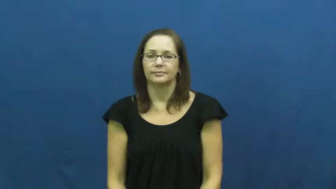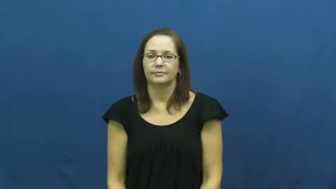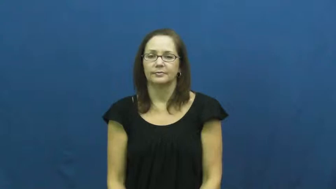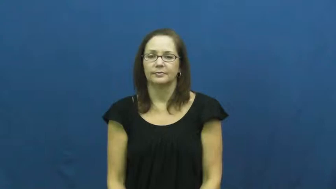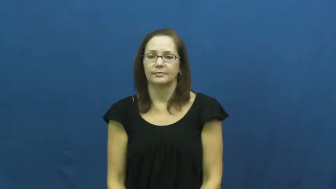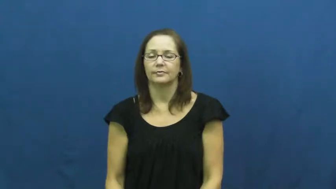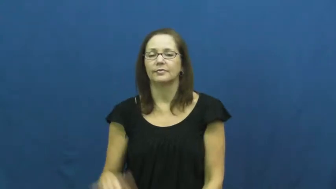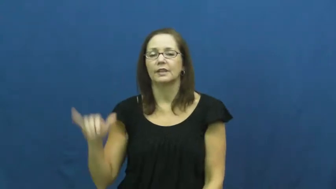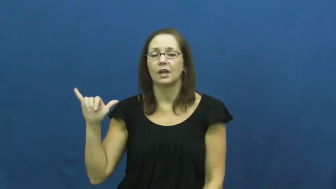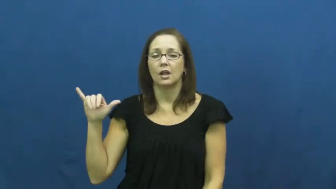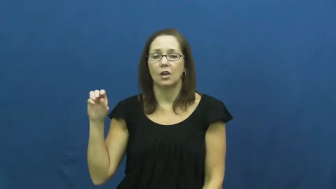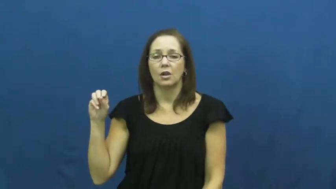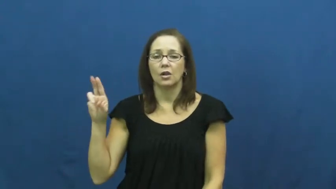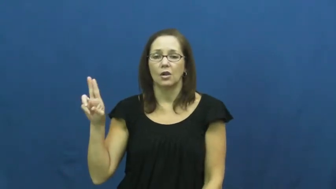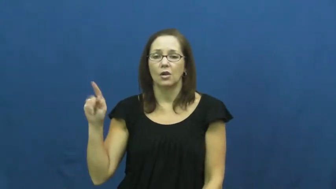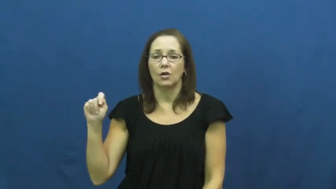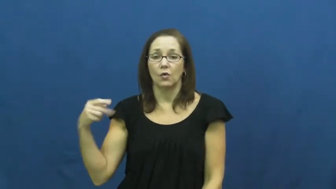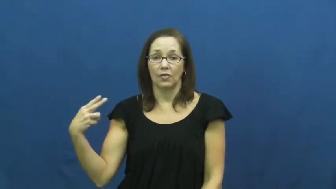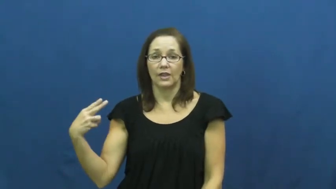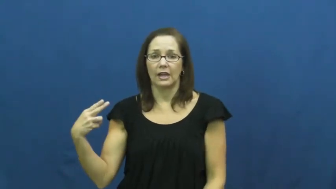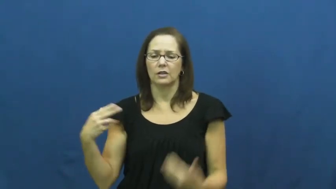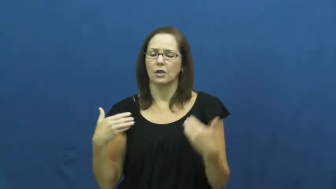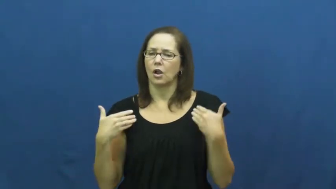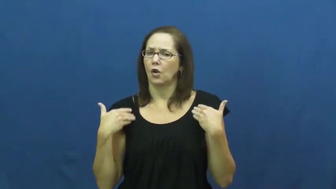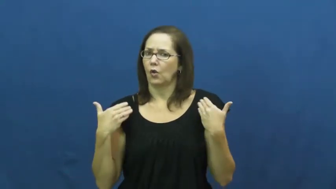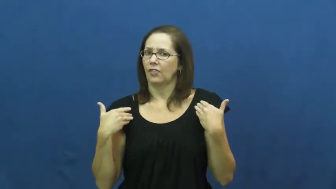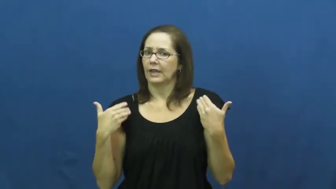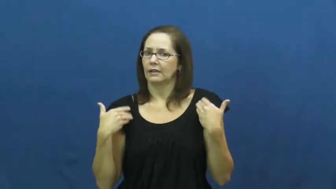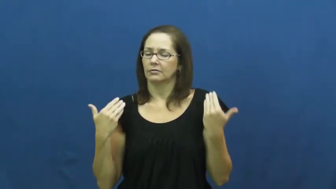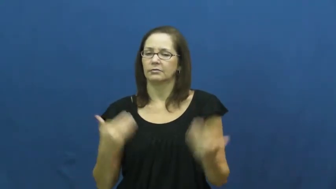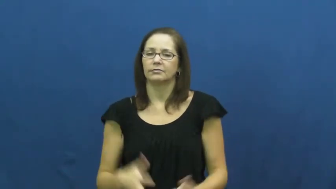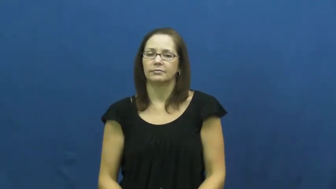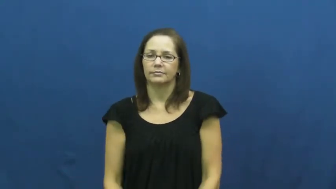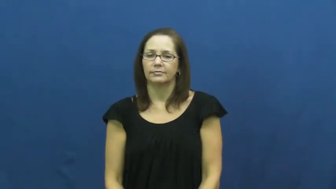youth